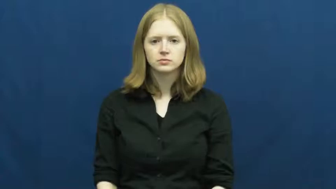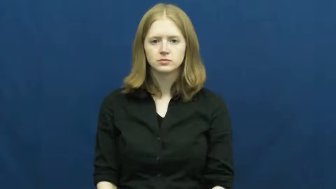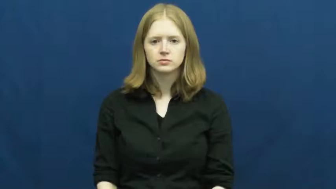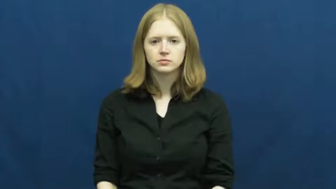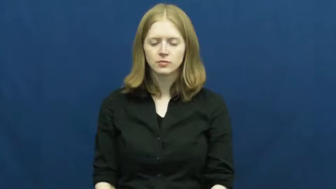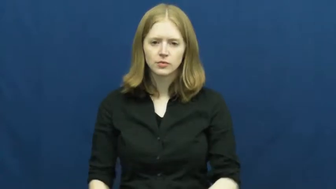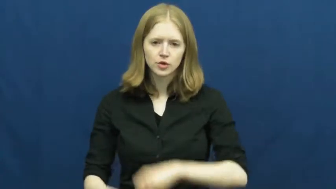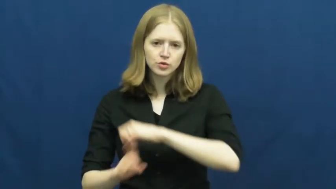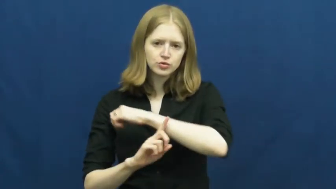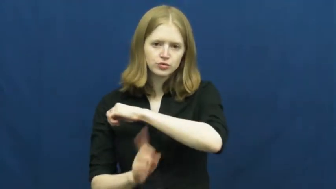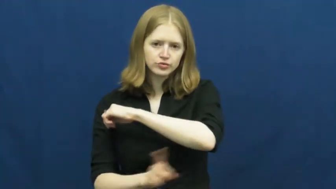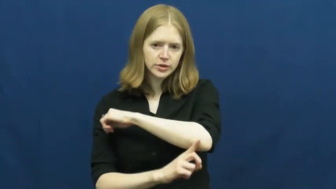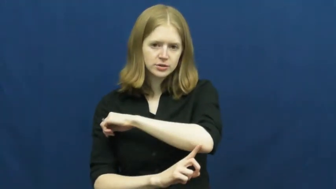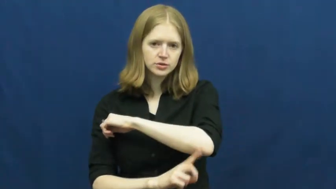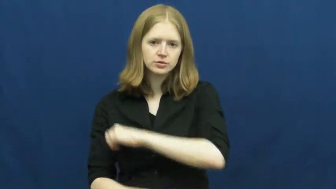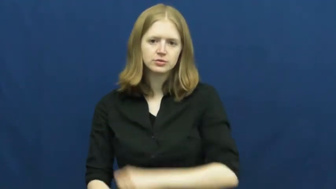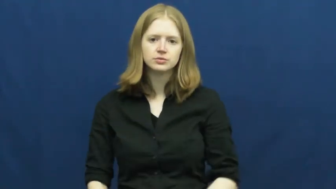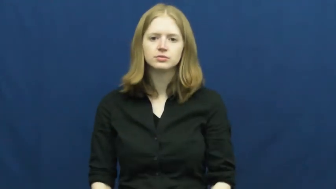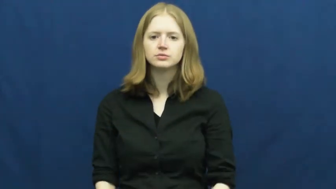trash,refuse,rubbish,garbage,midden,rejectamenta